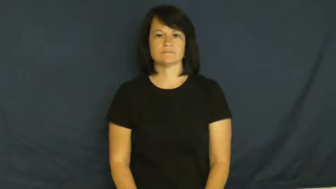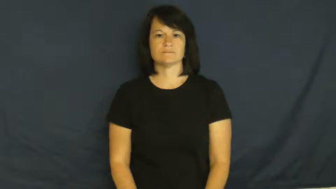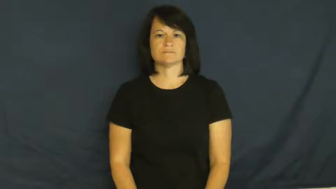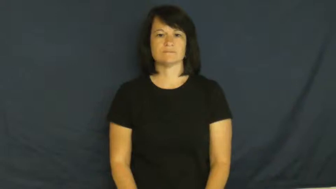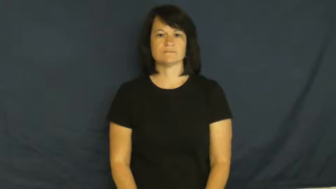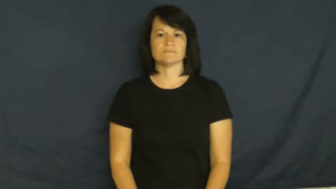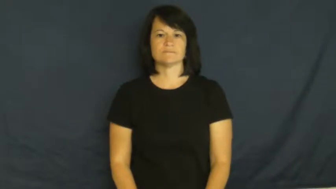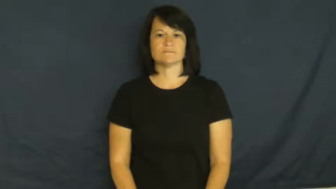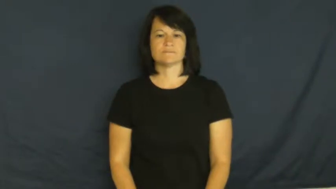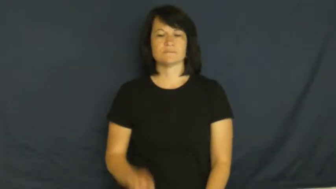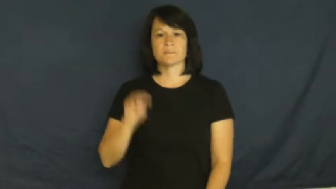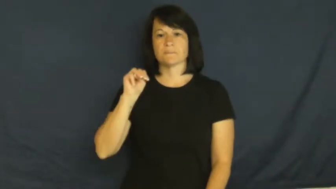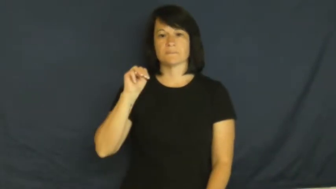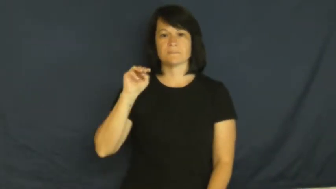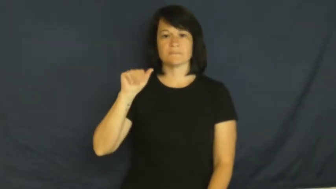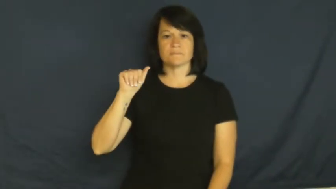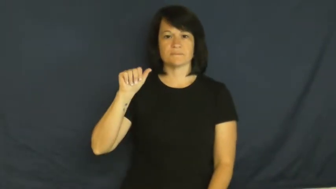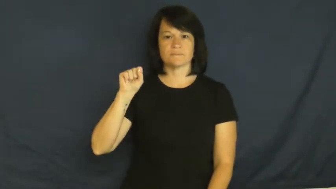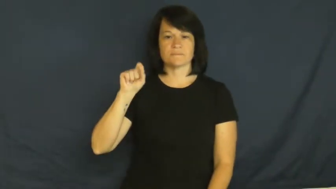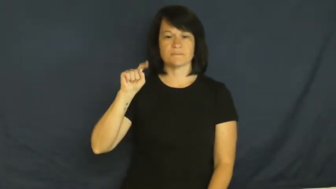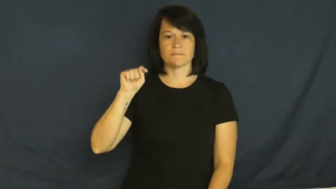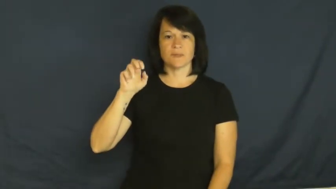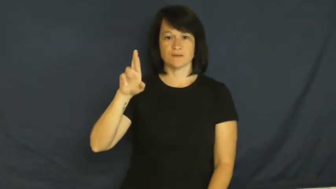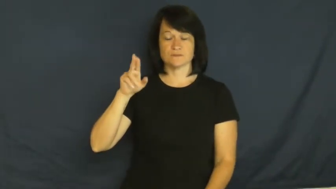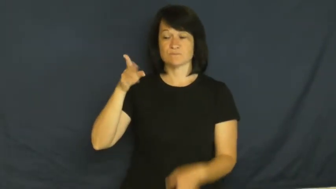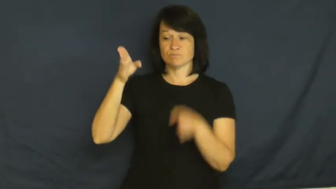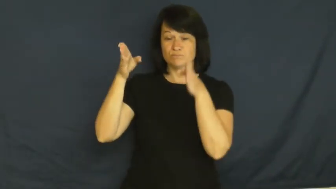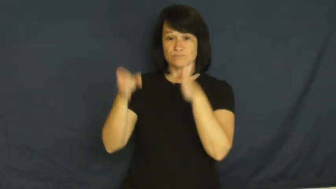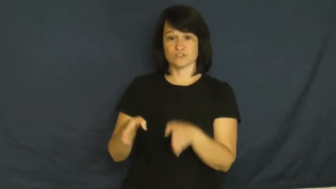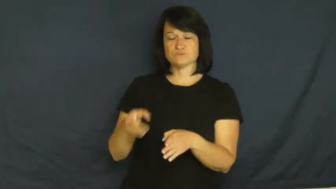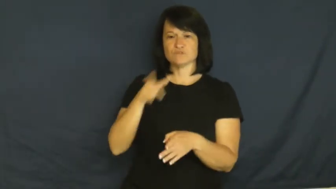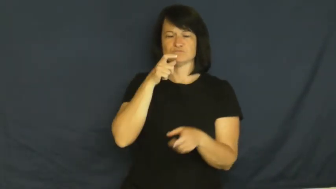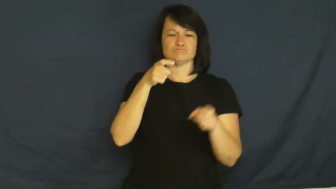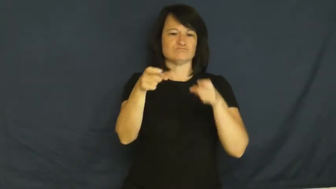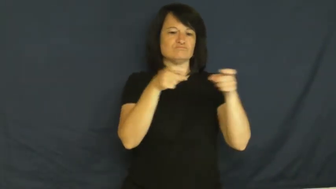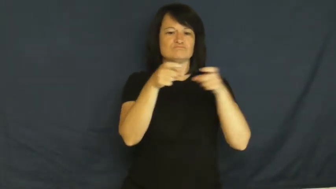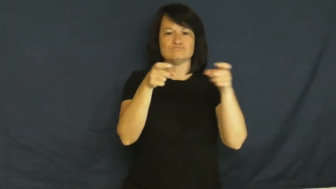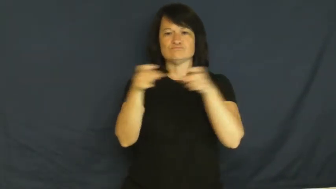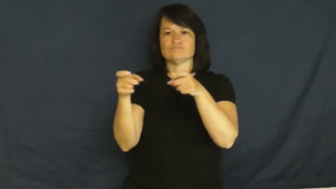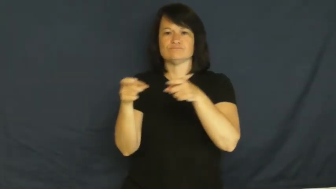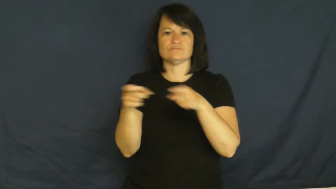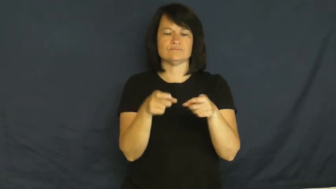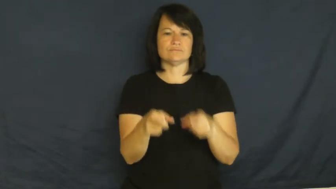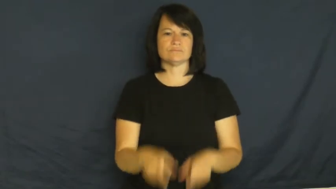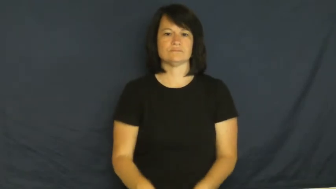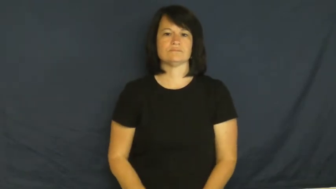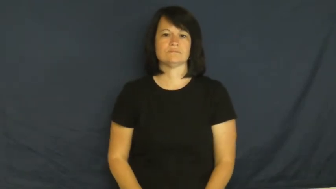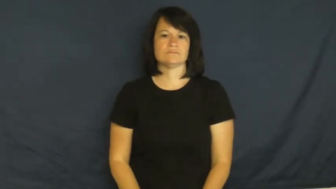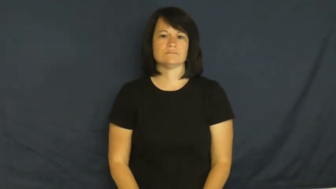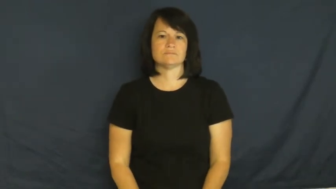master-boss